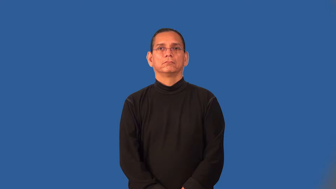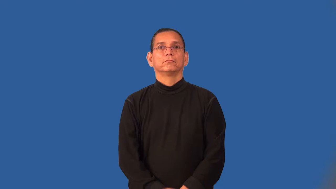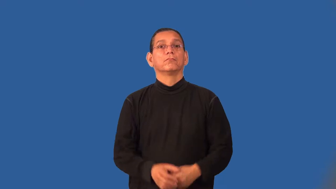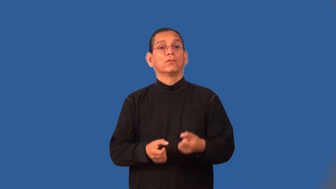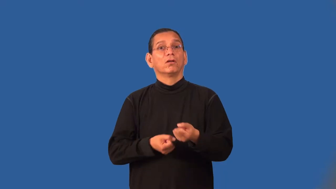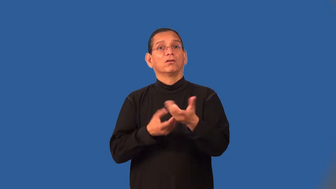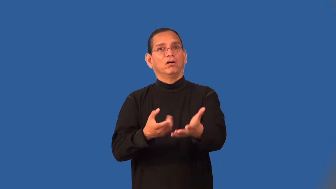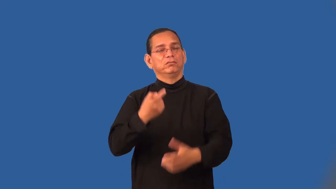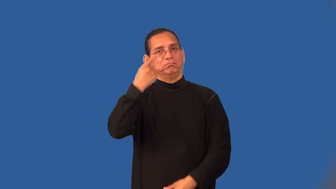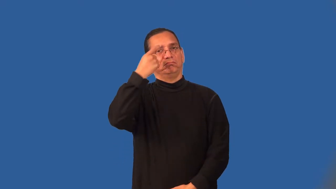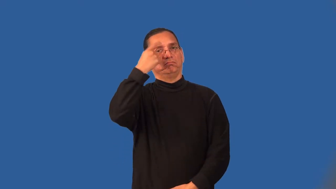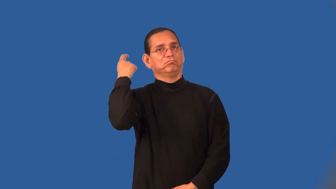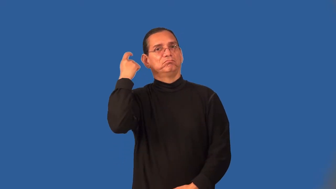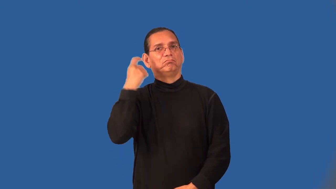traumatize